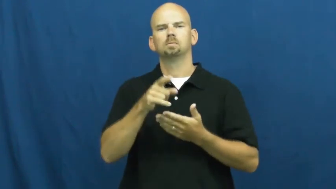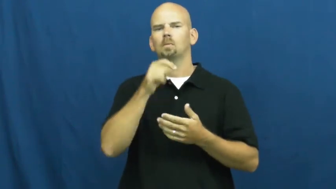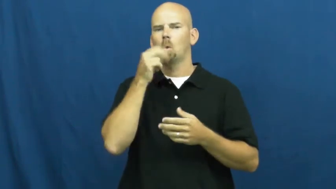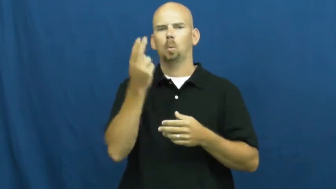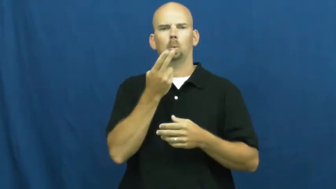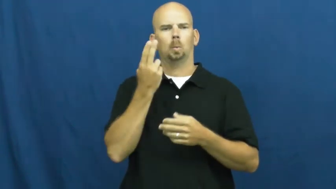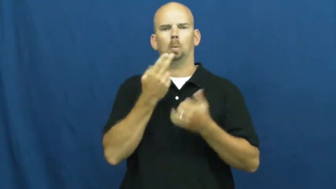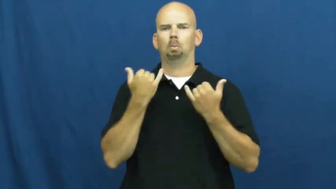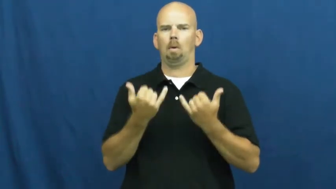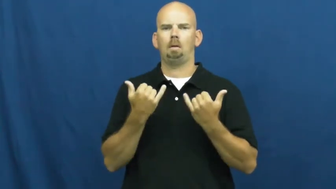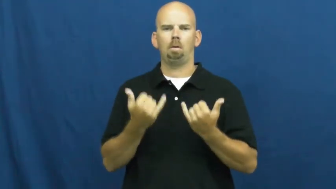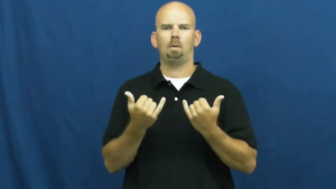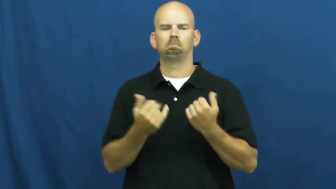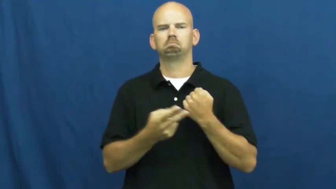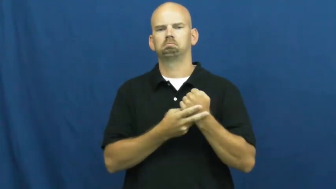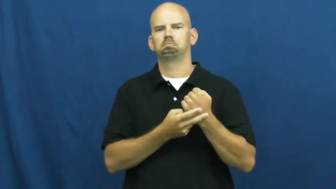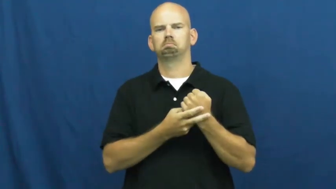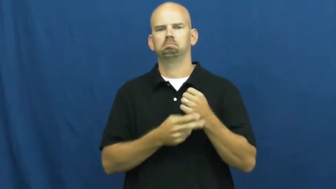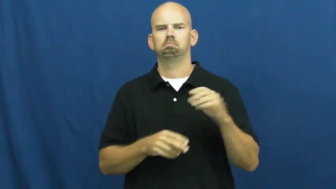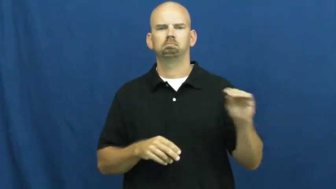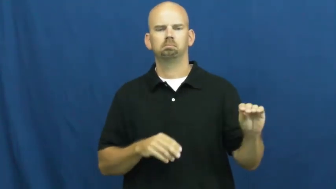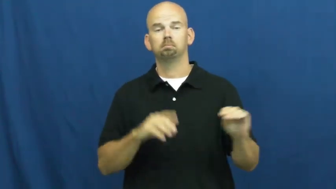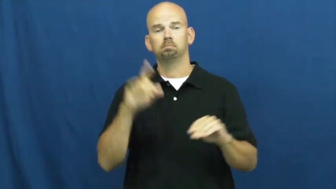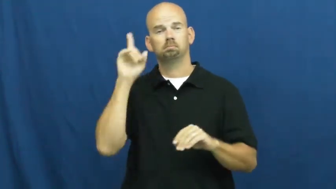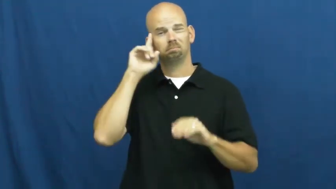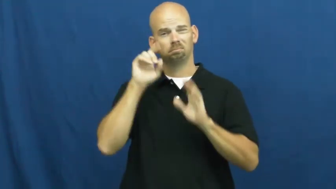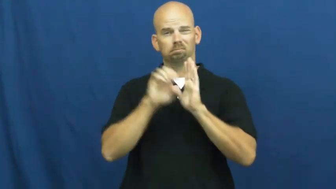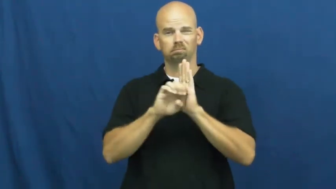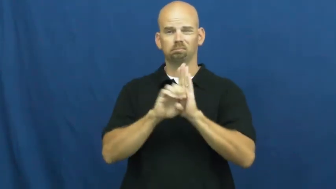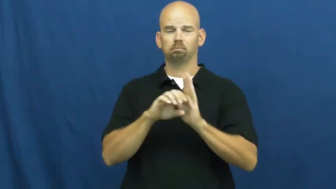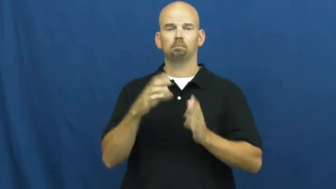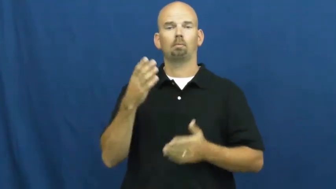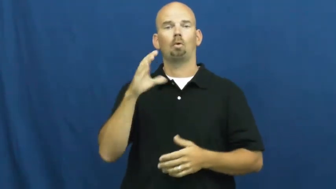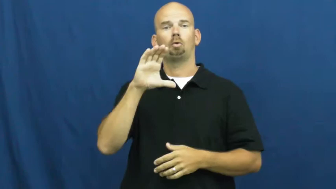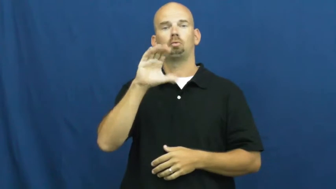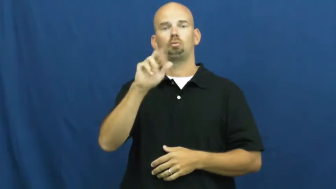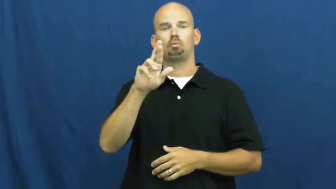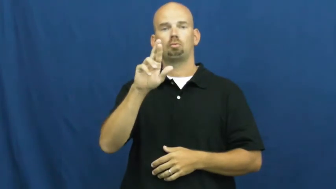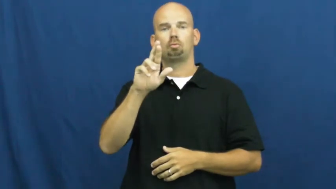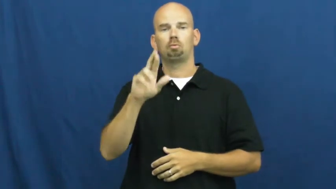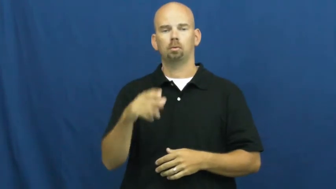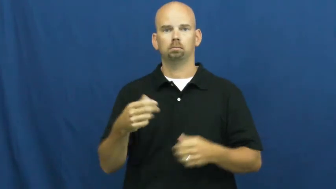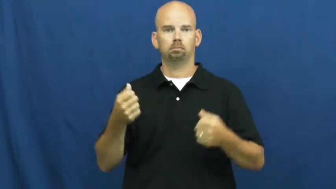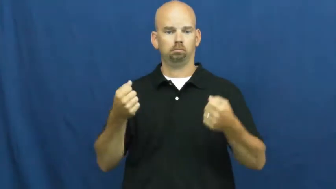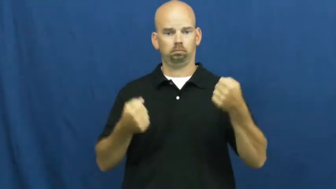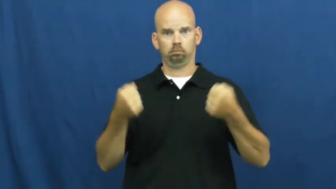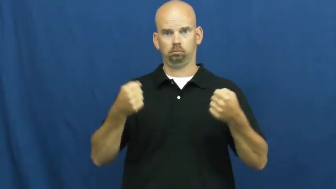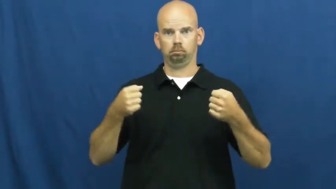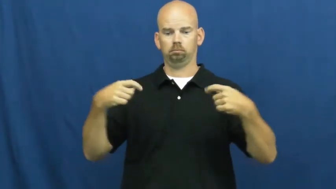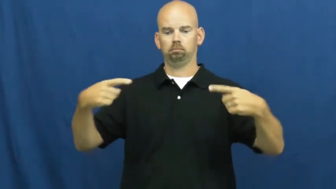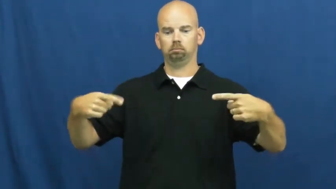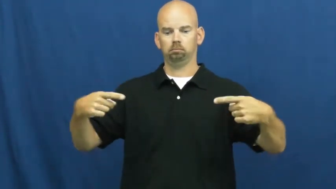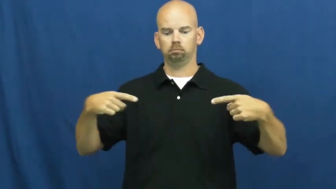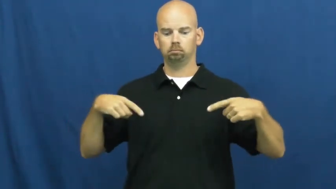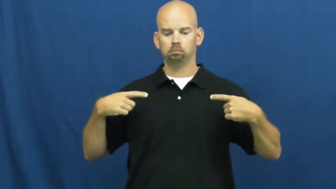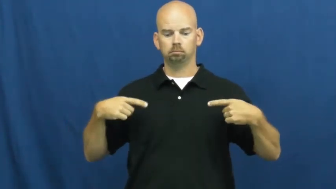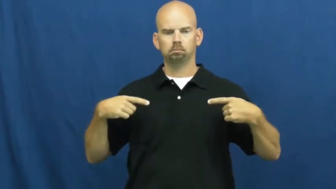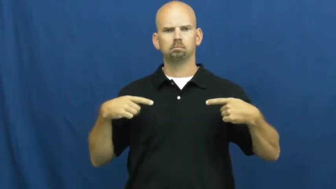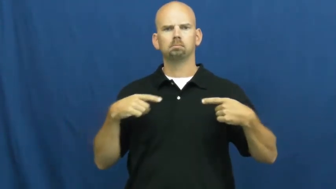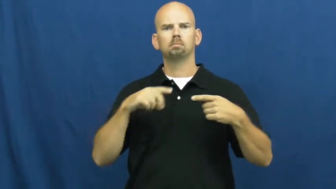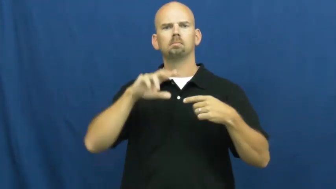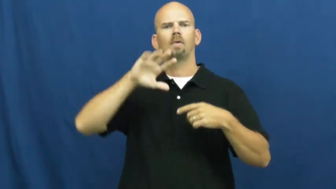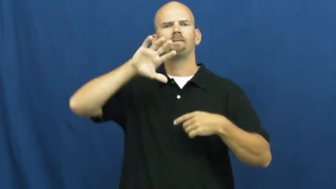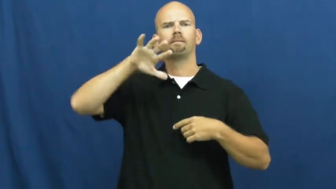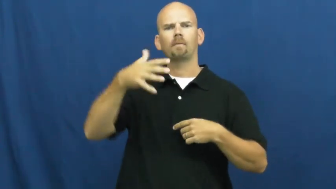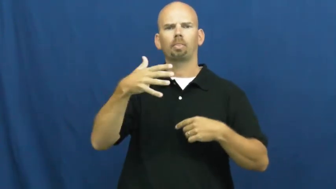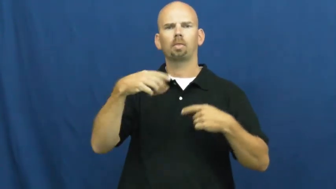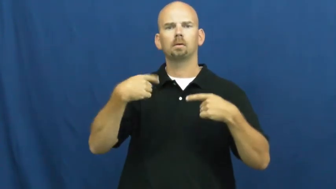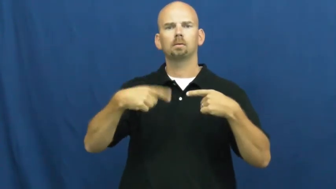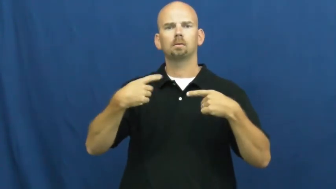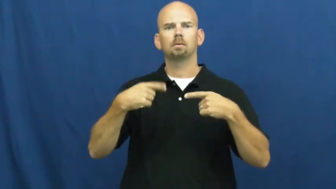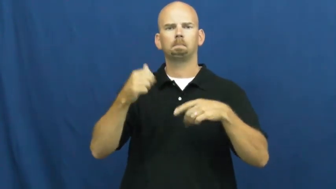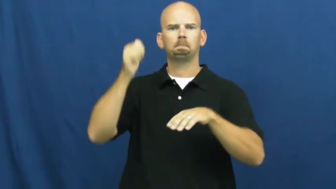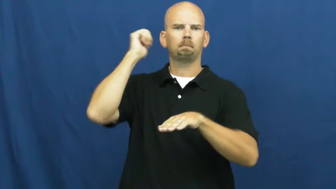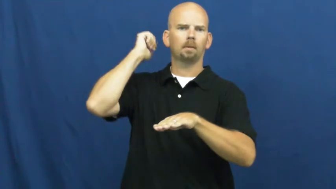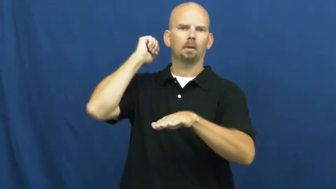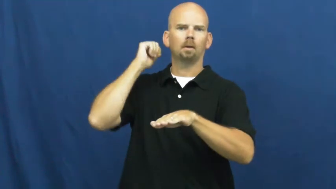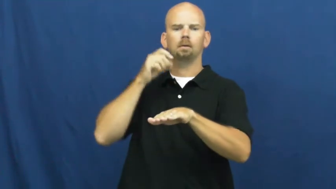spare-part